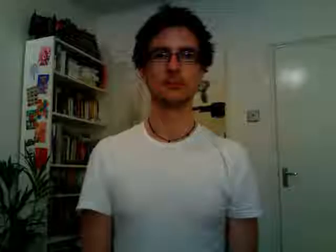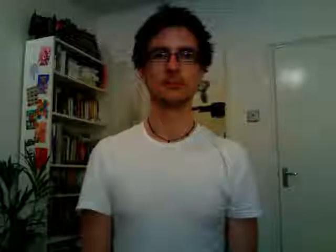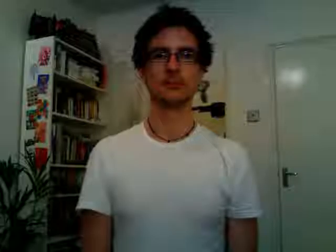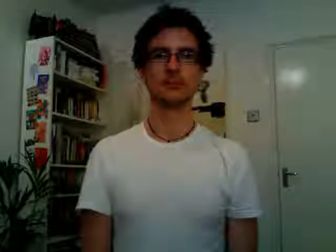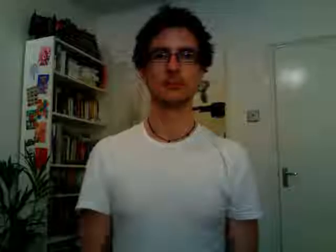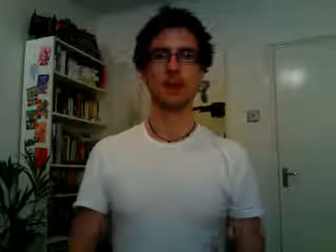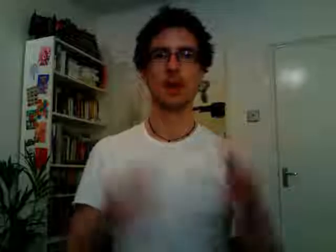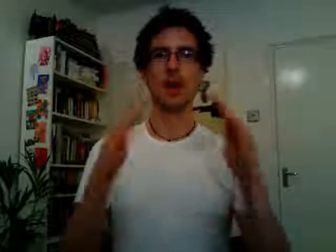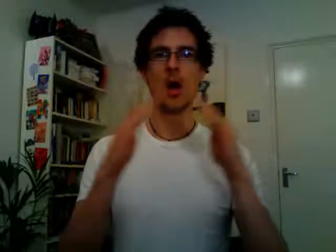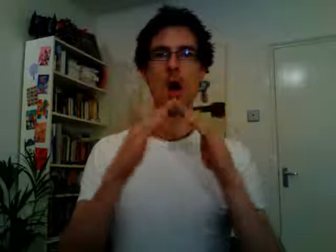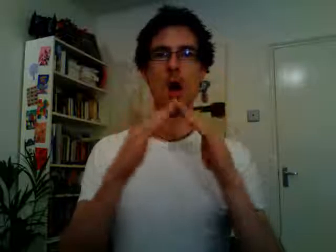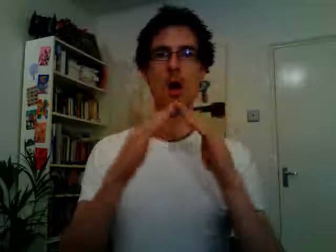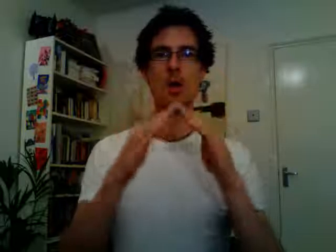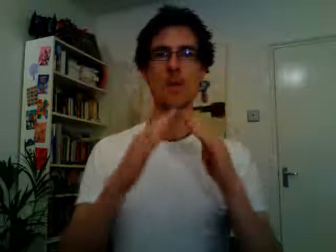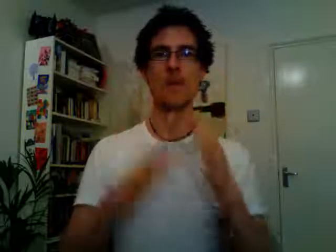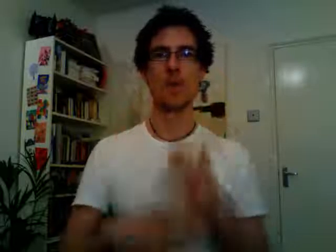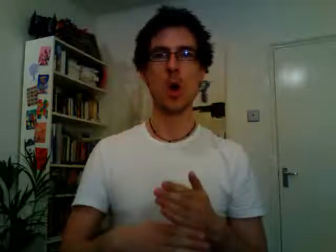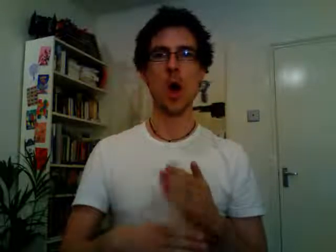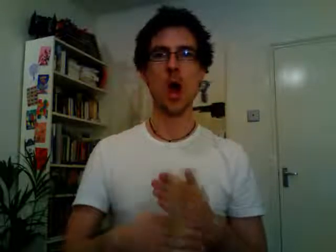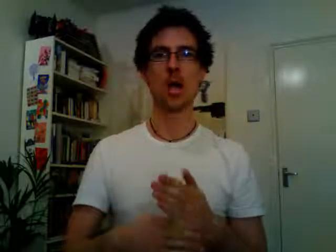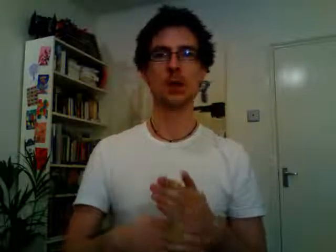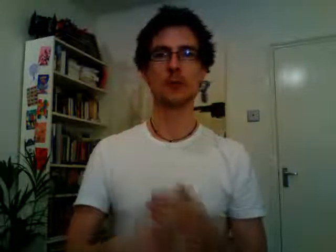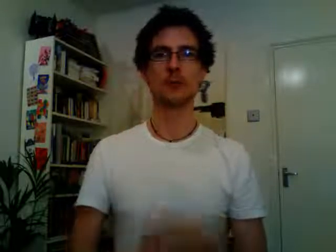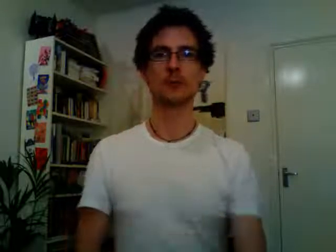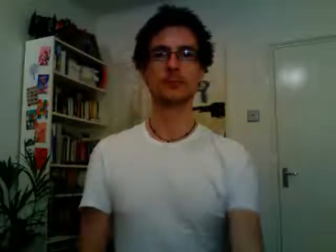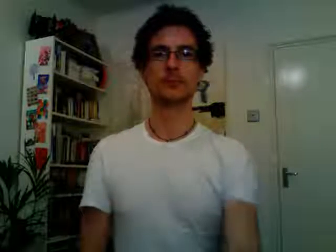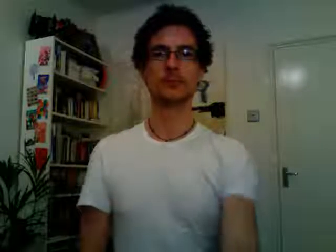home work